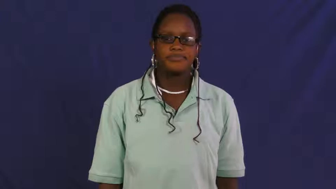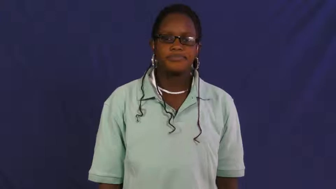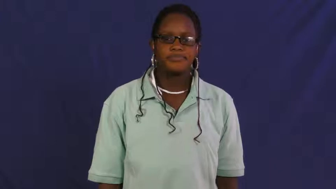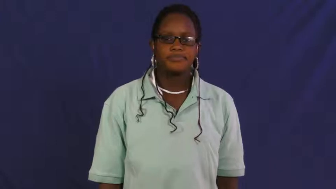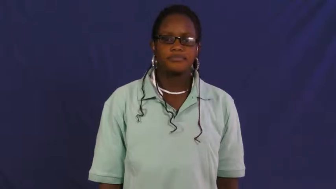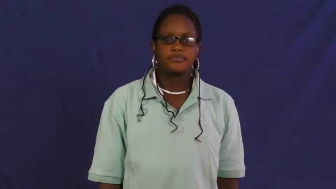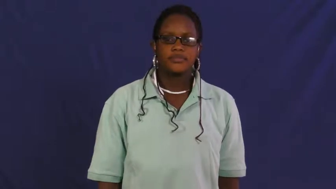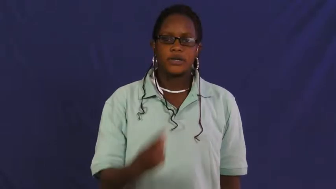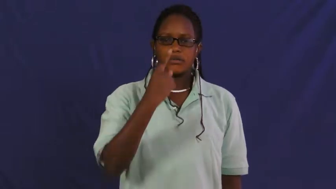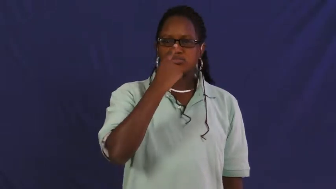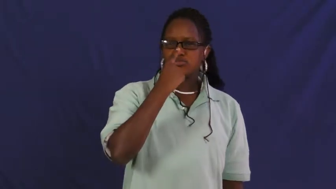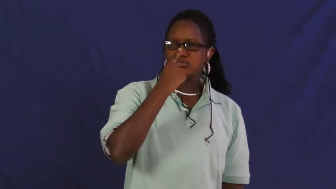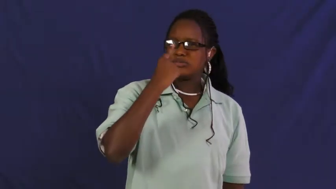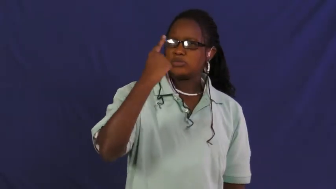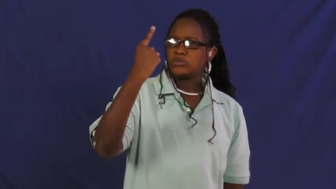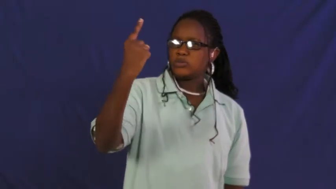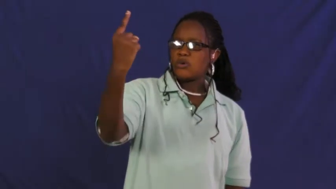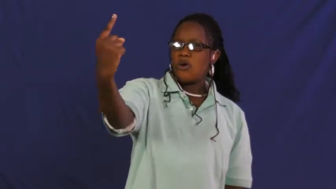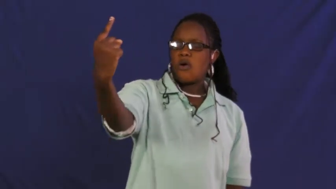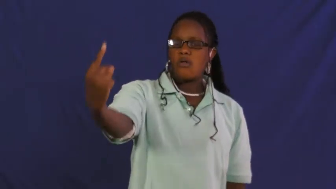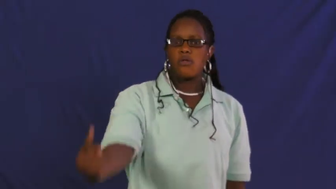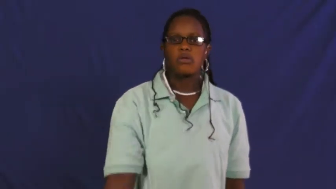pinocchio